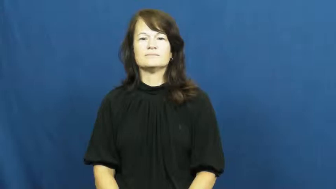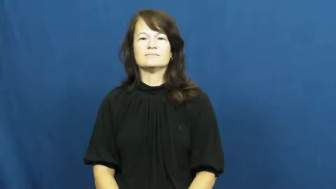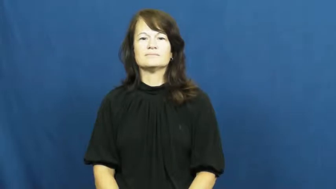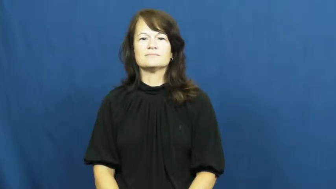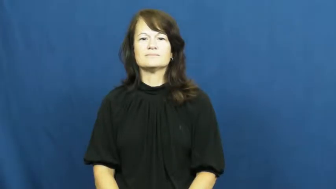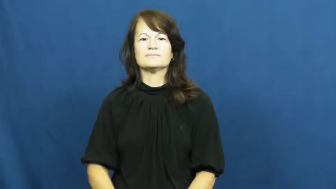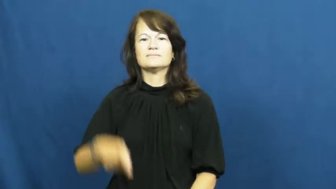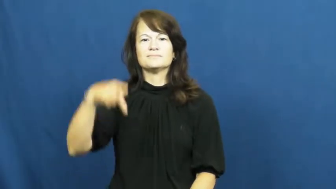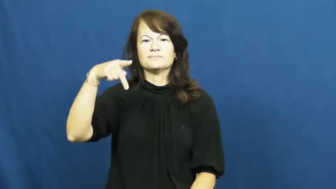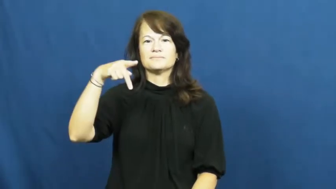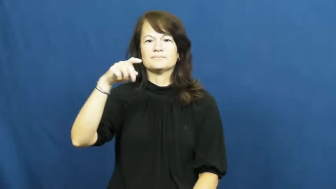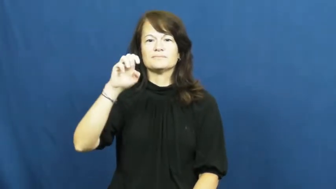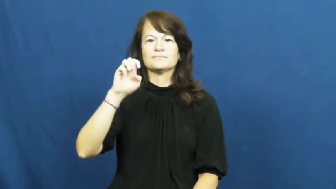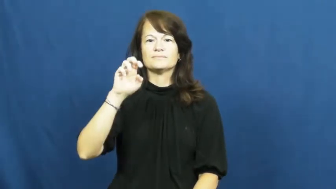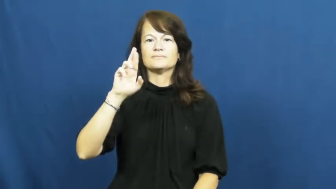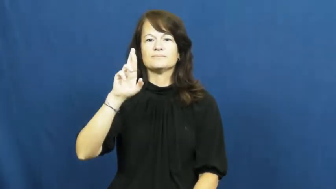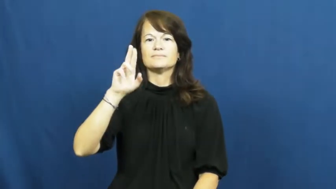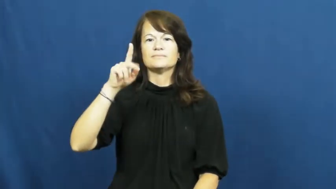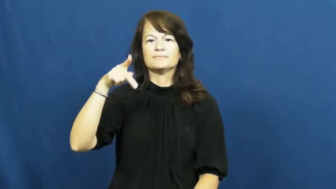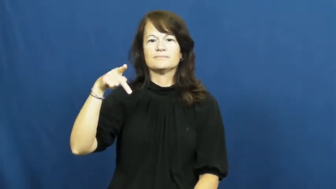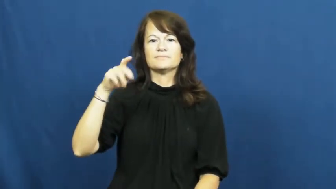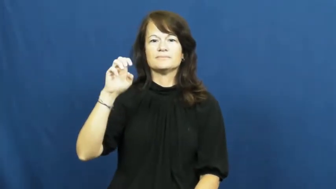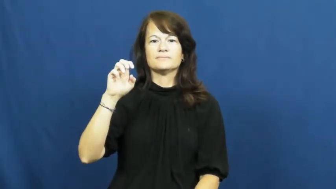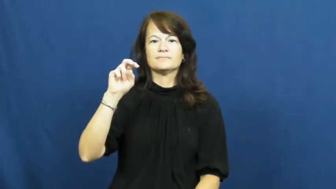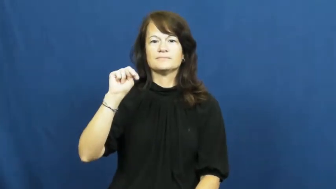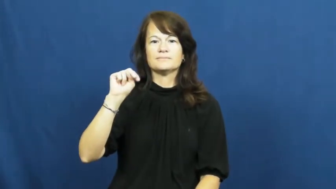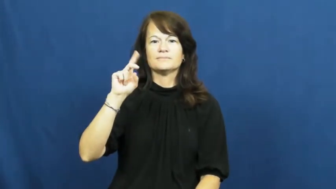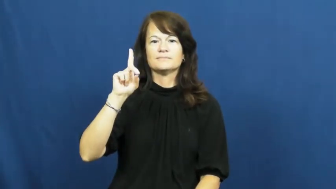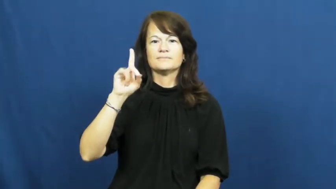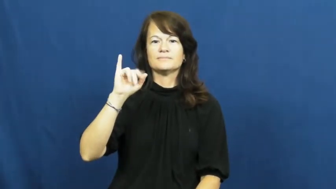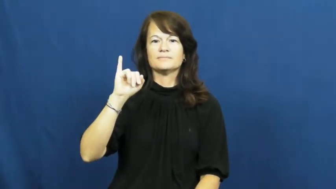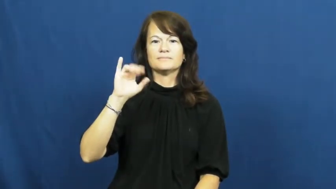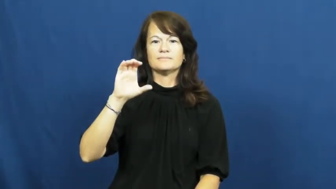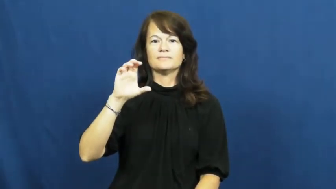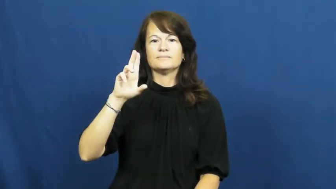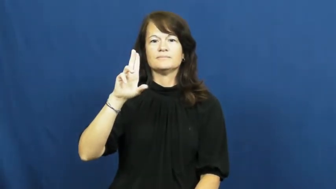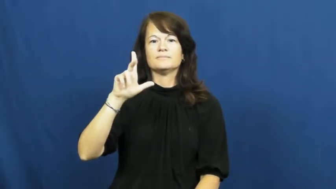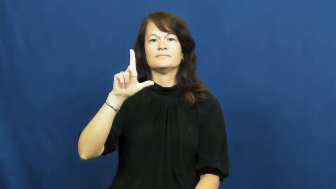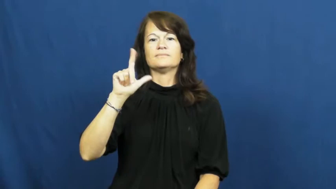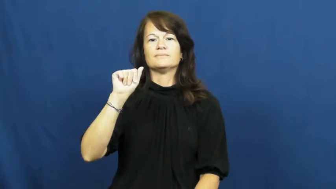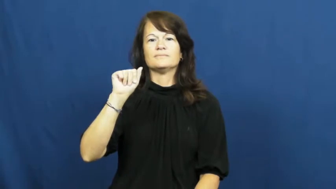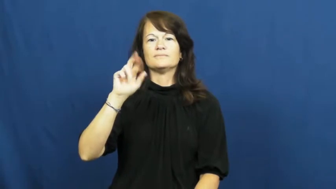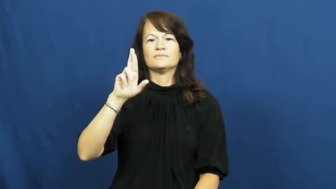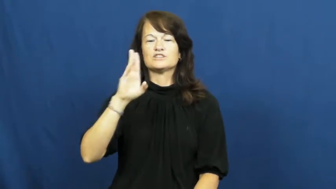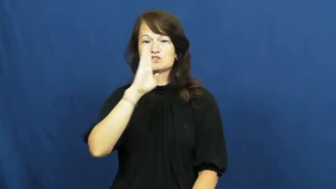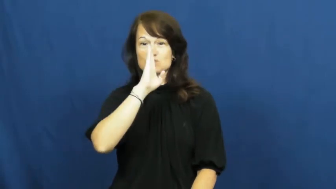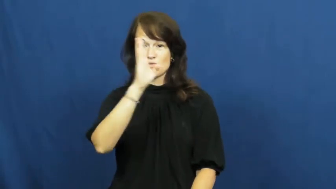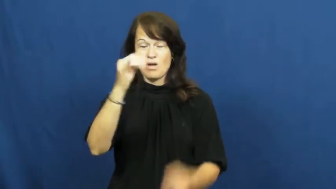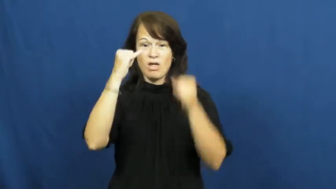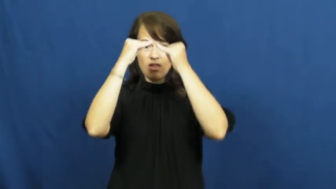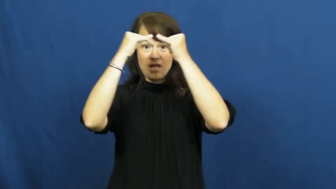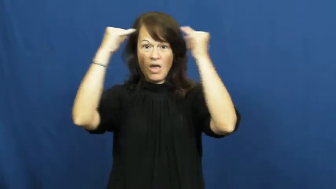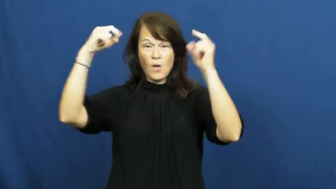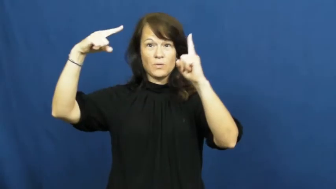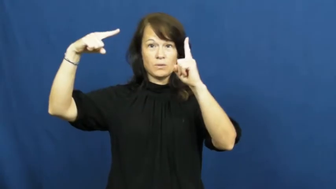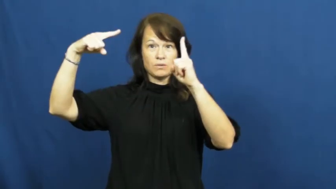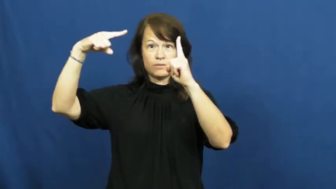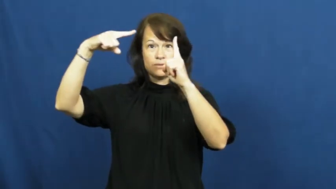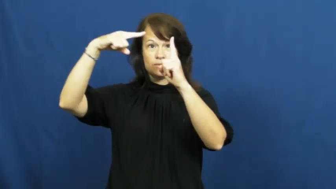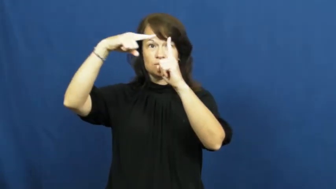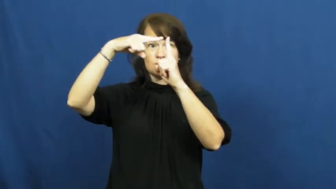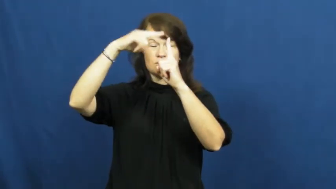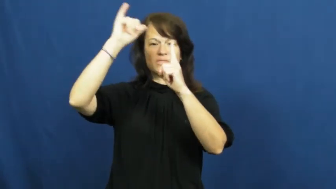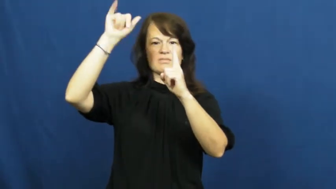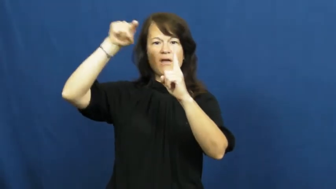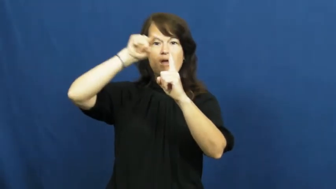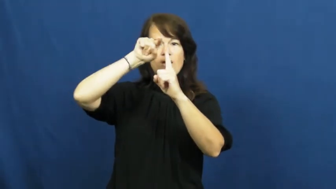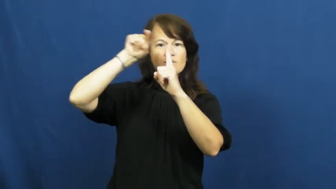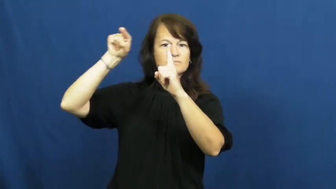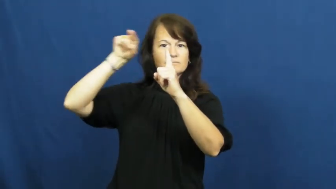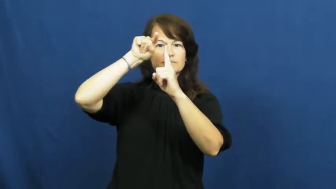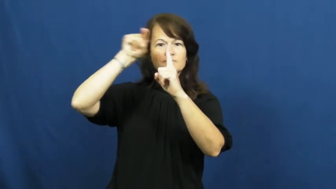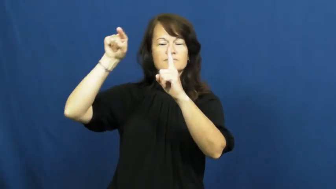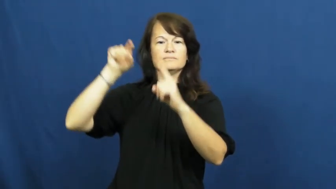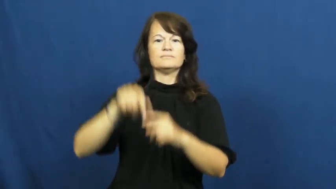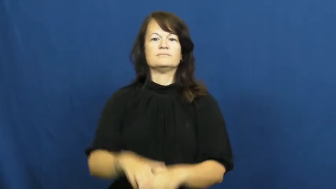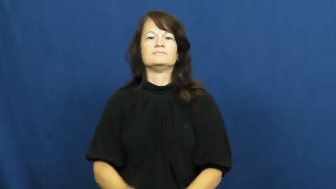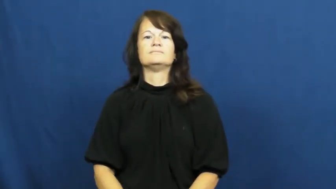perpendicular